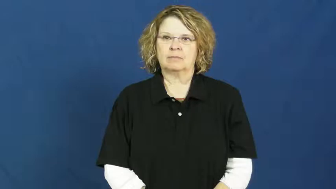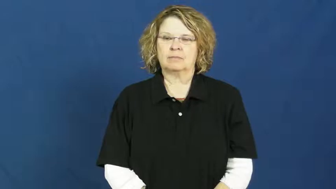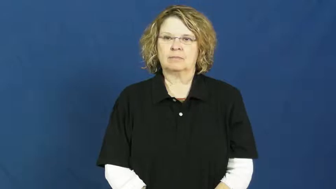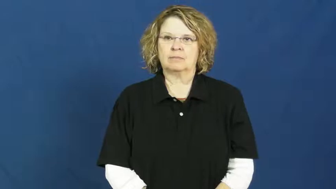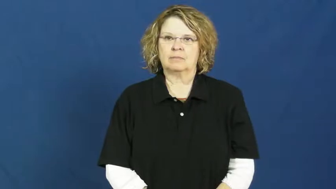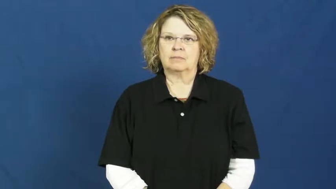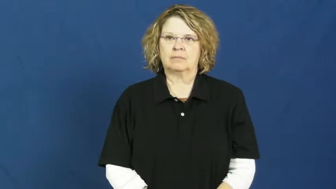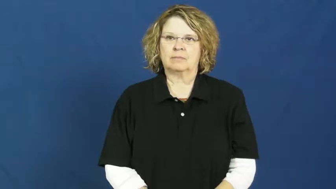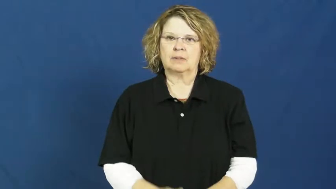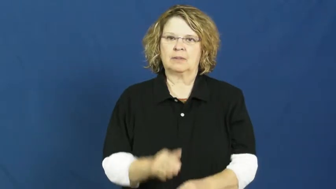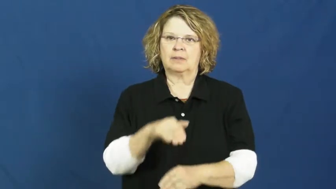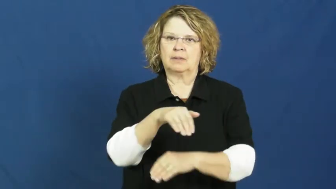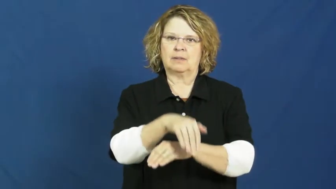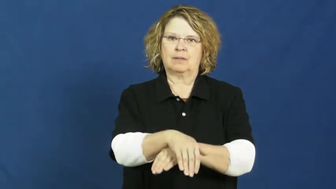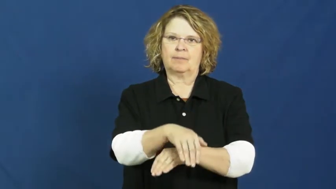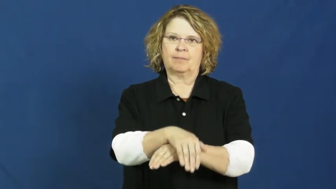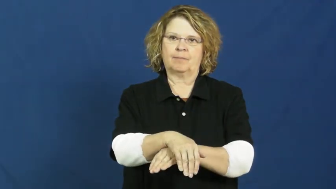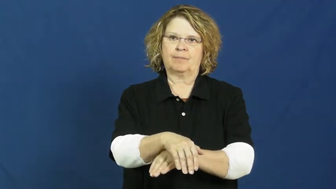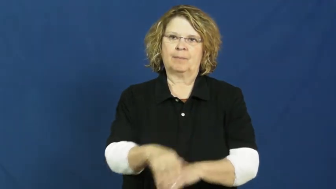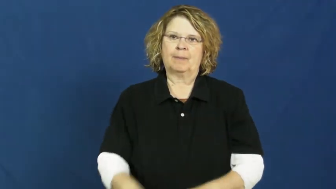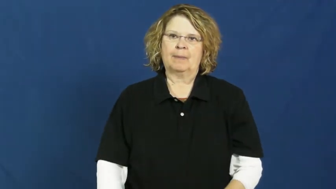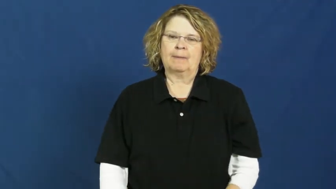night,nighttime,nite